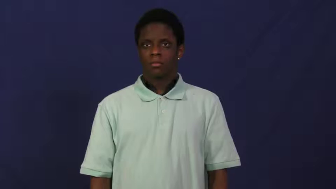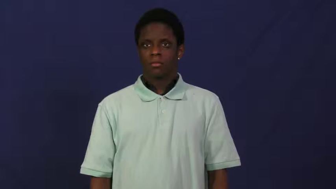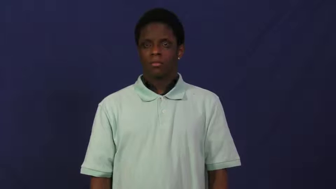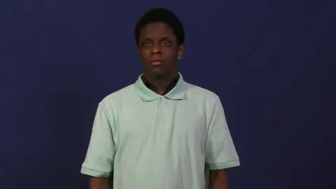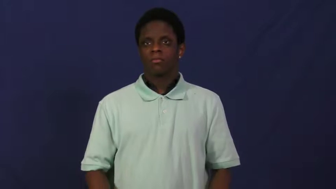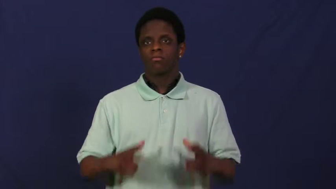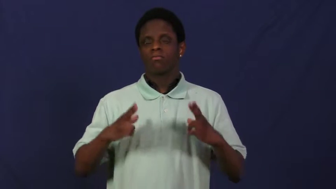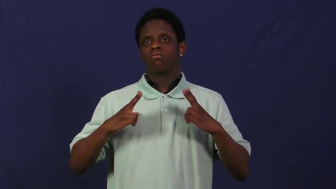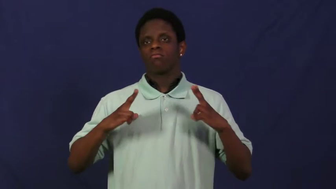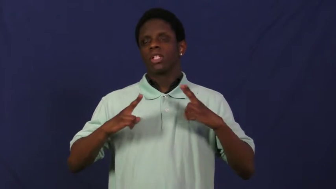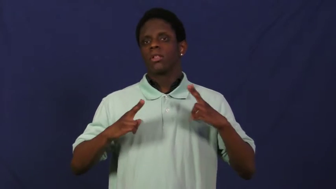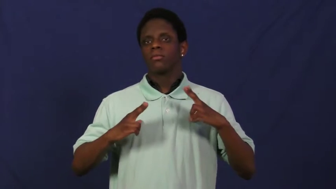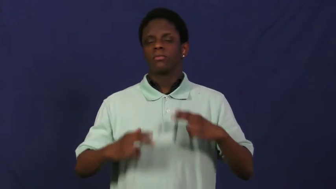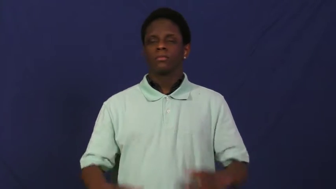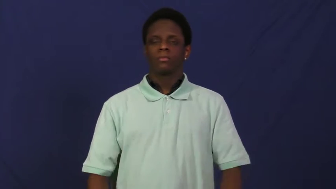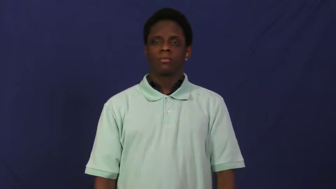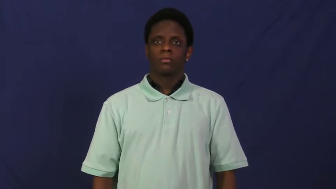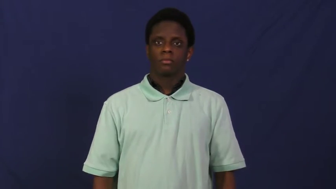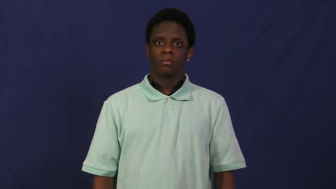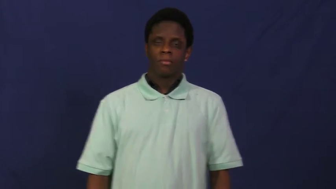holiday